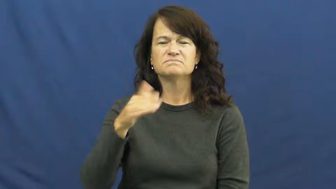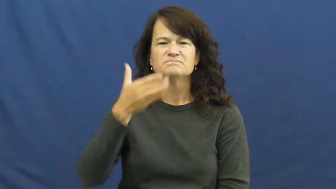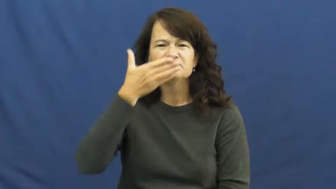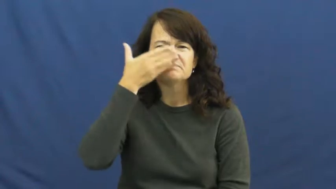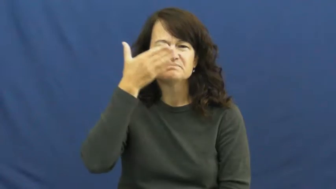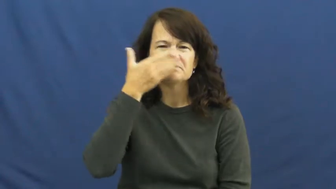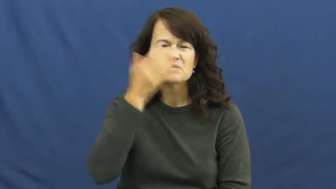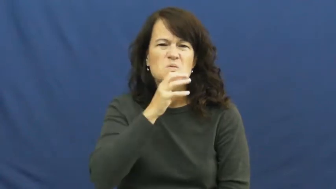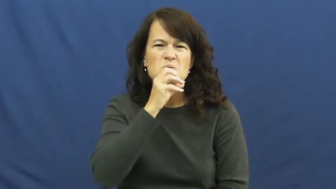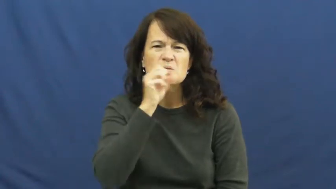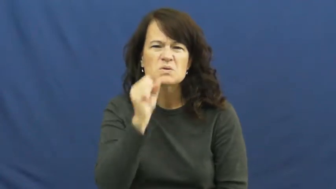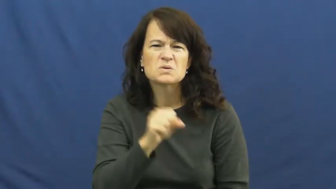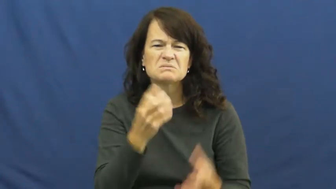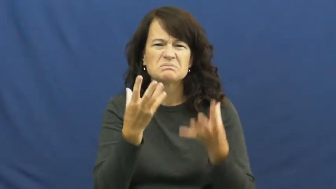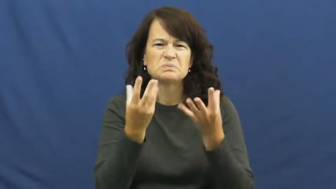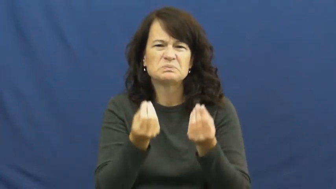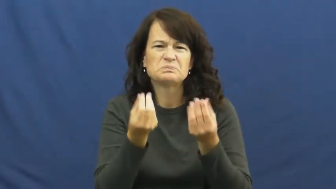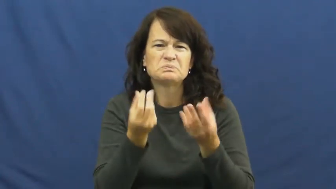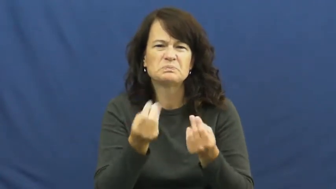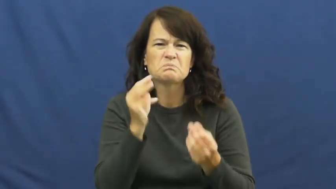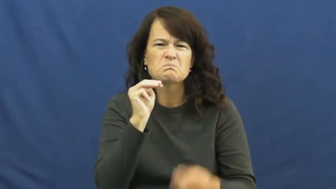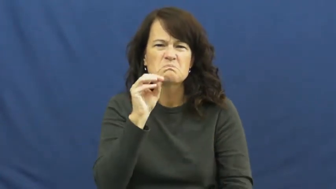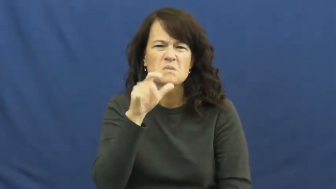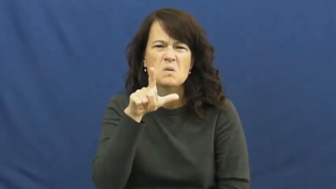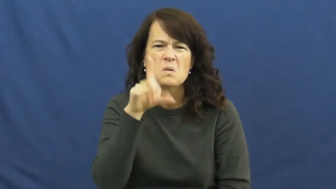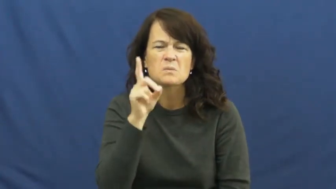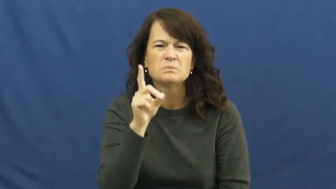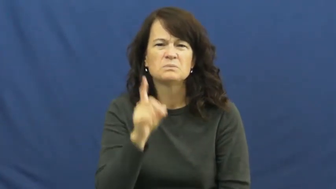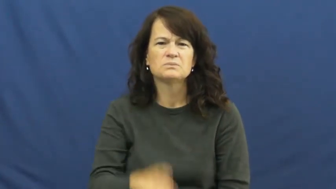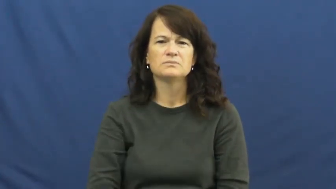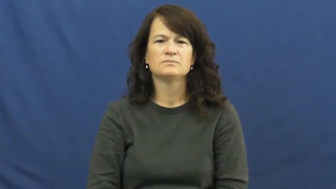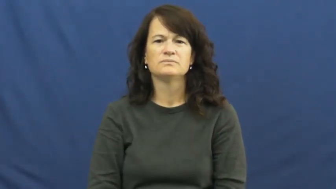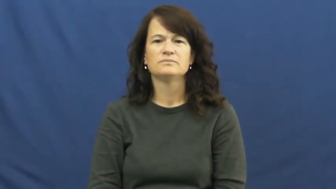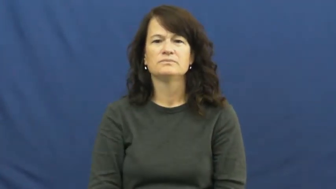noisome